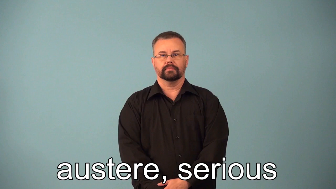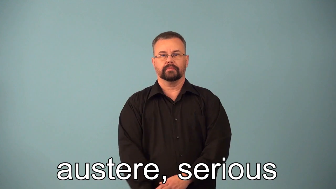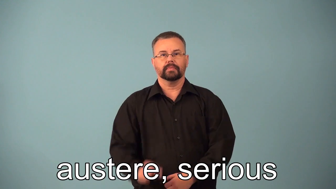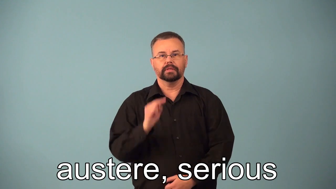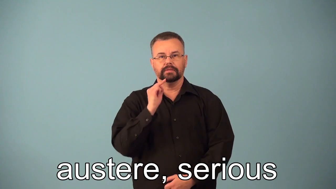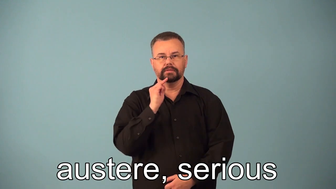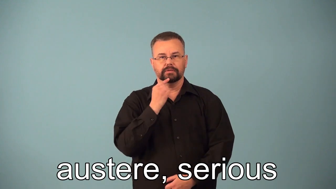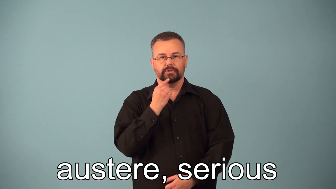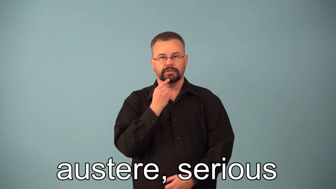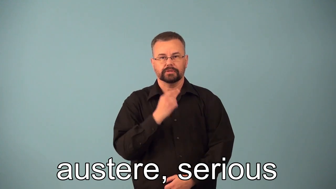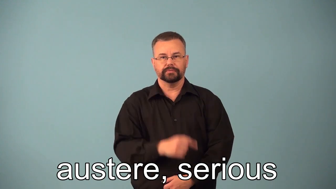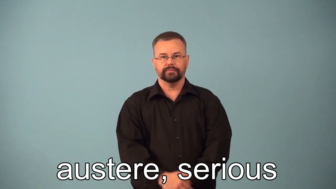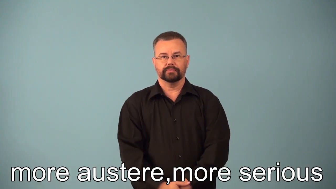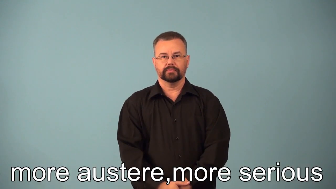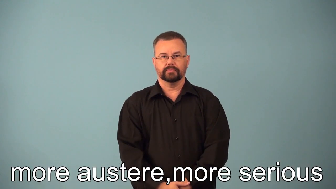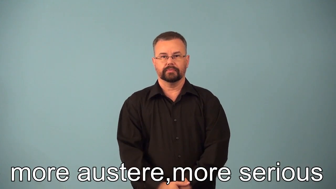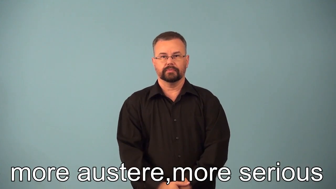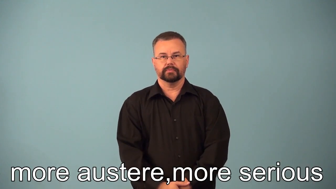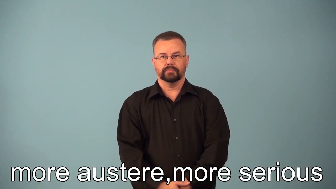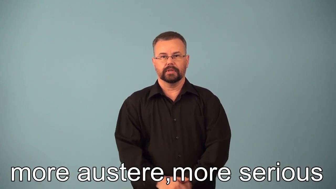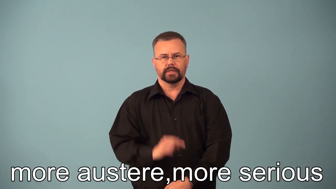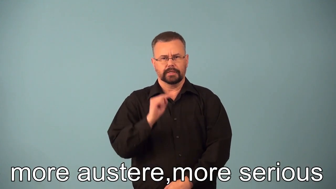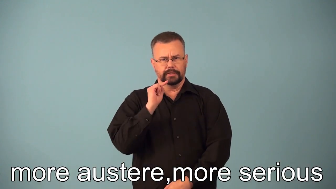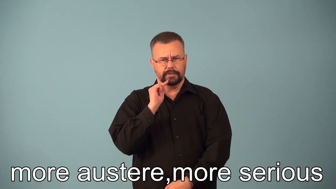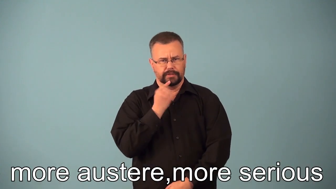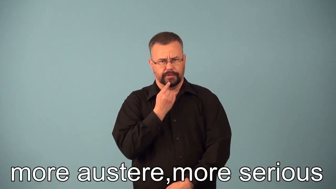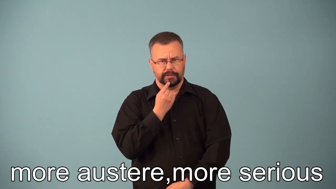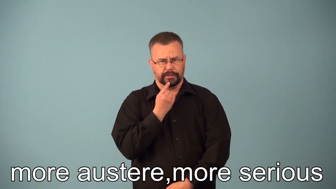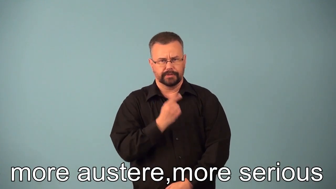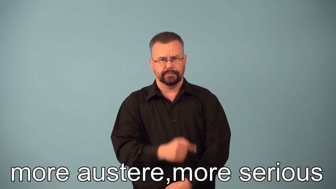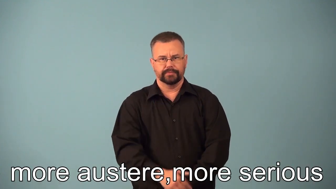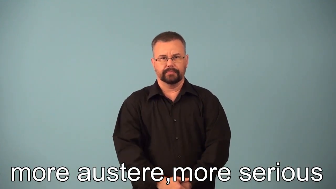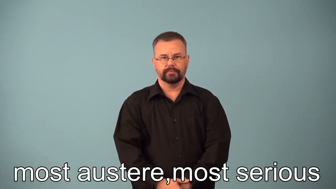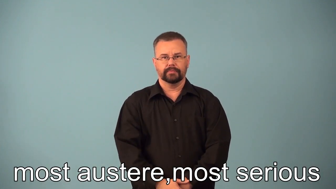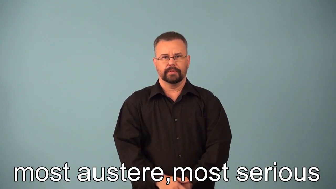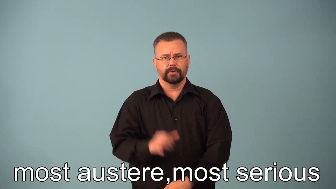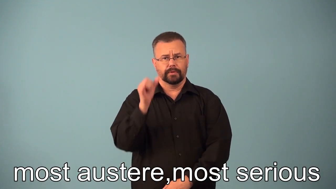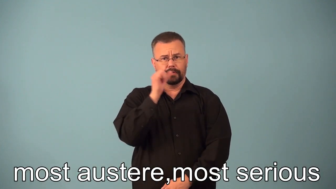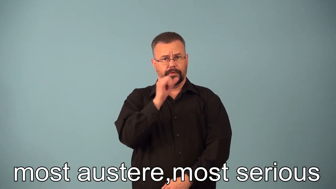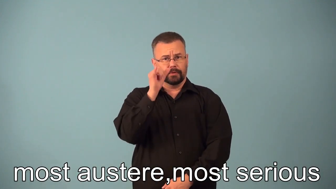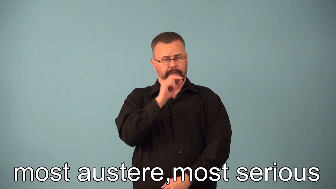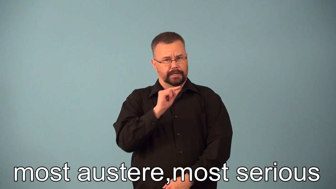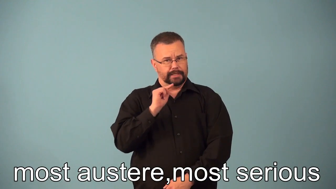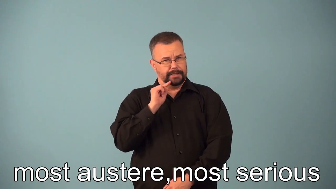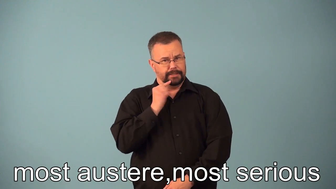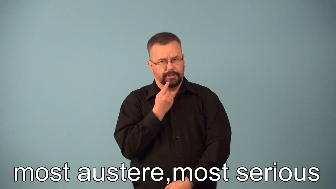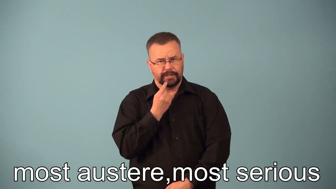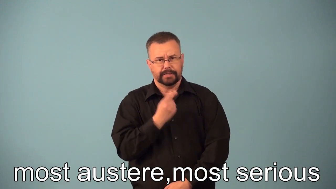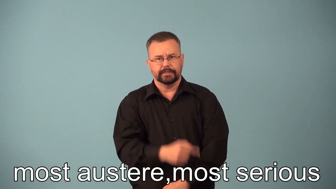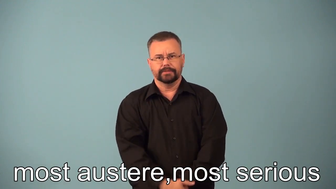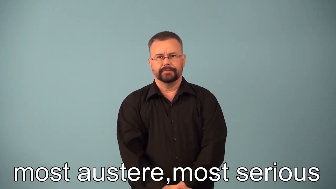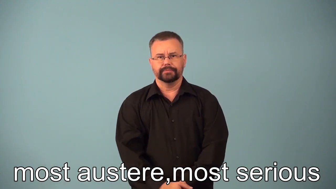more, most austere serious dour